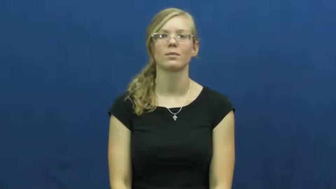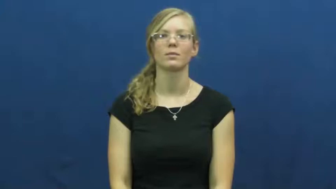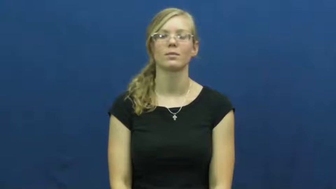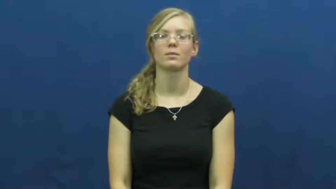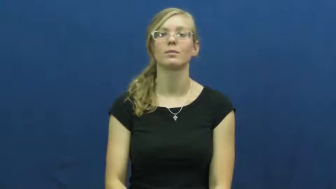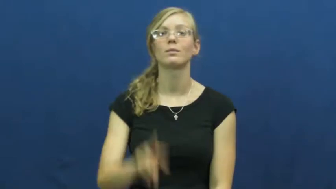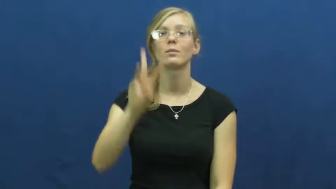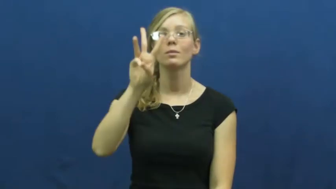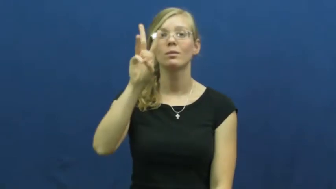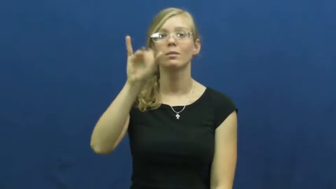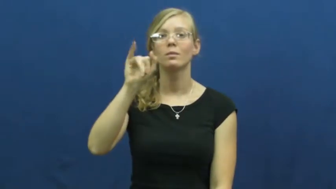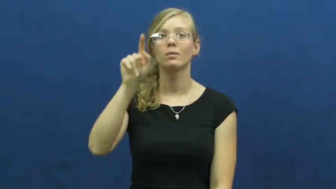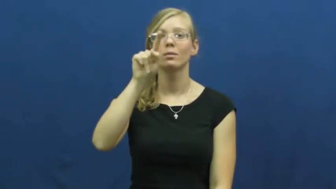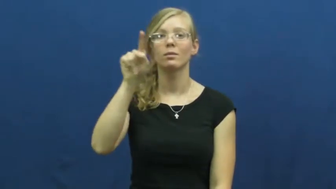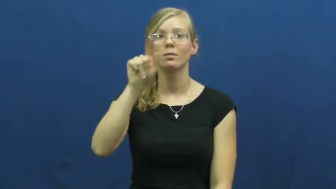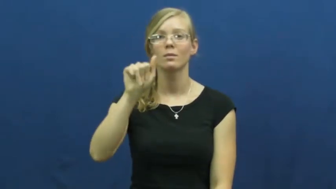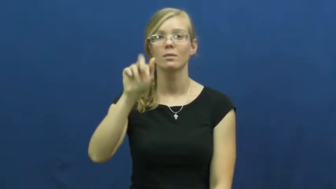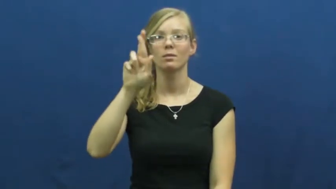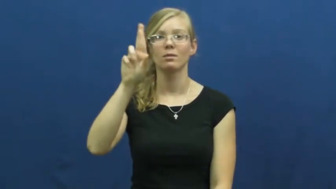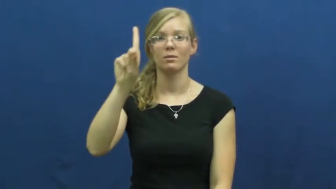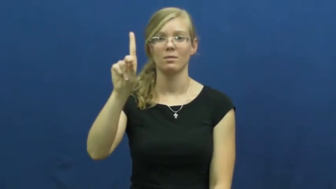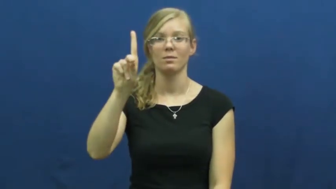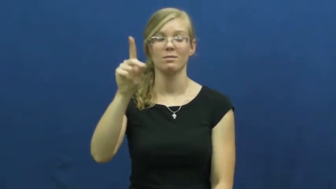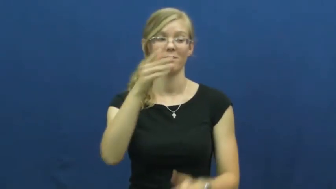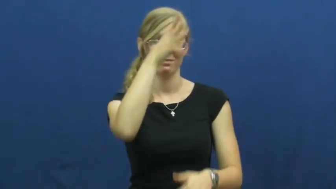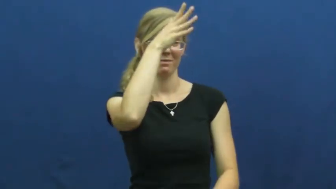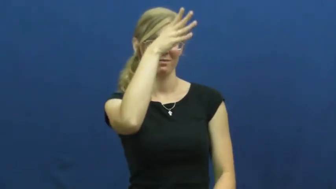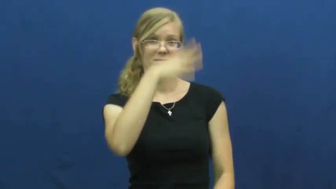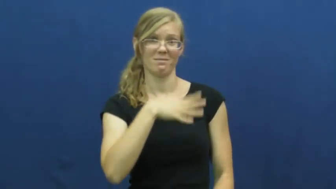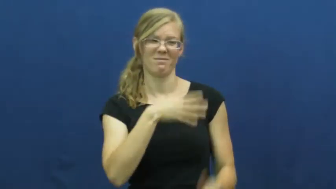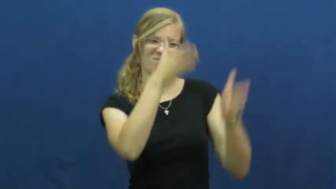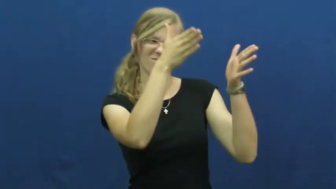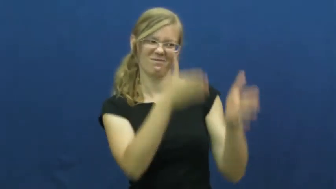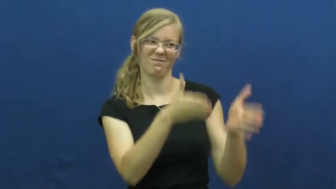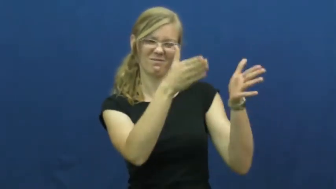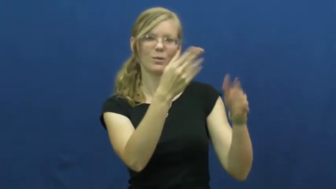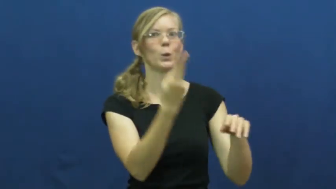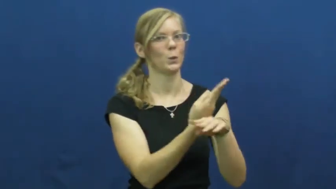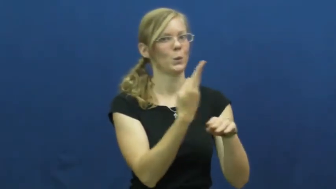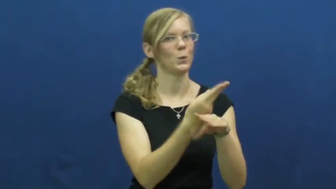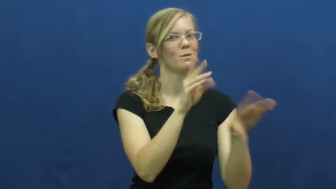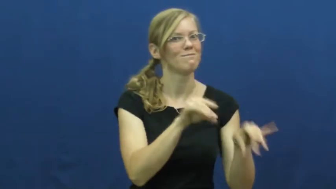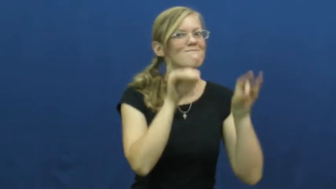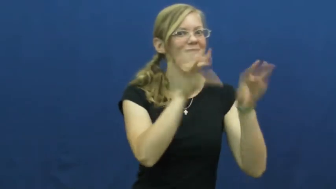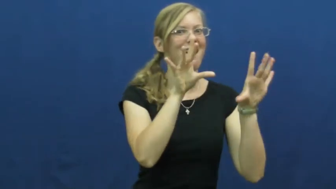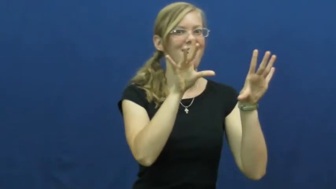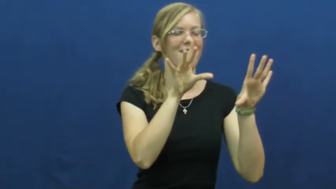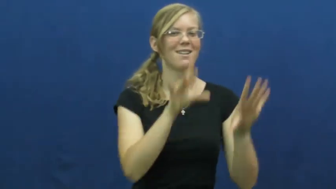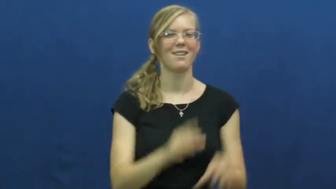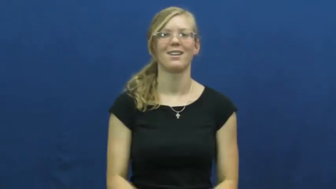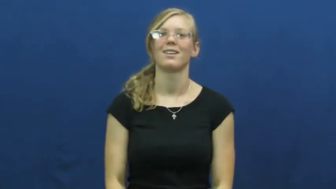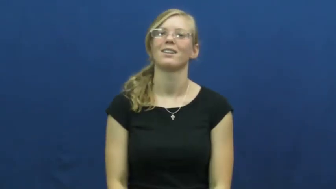wizard